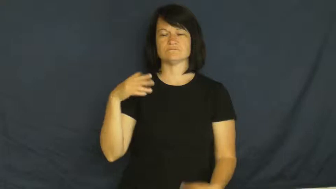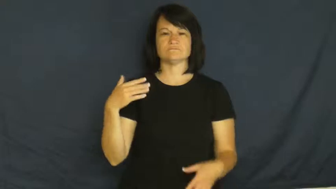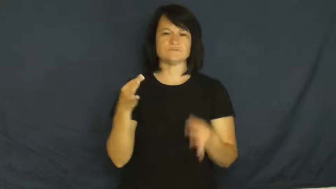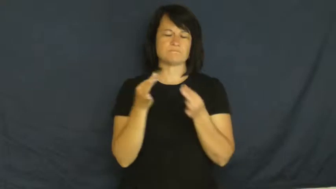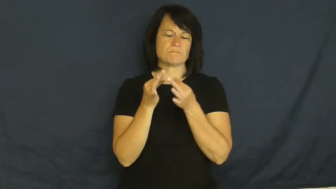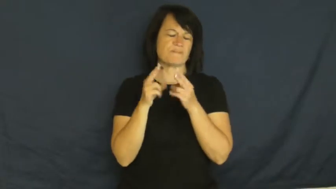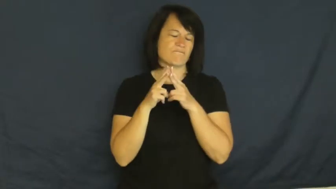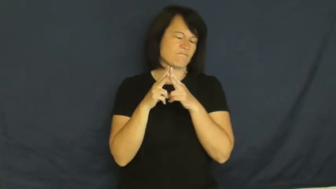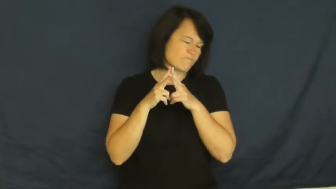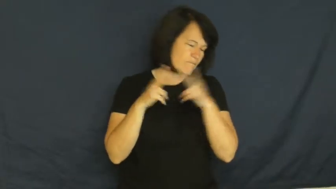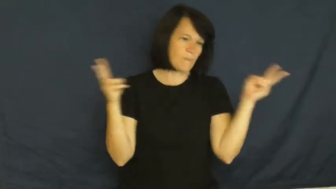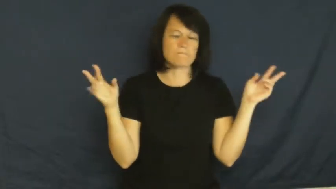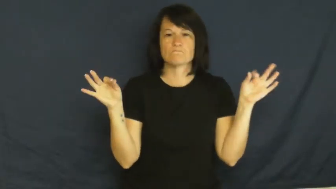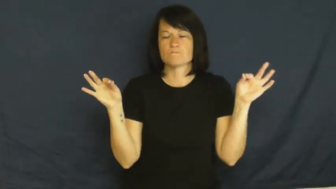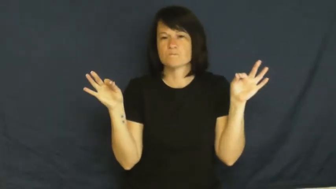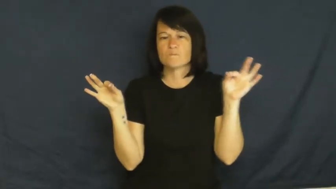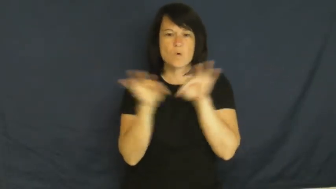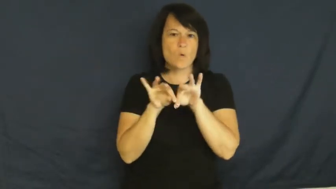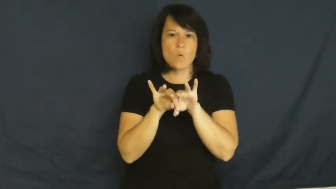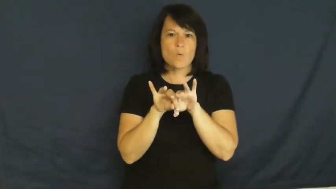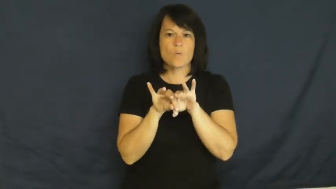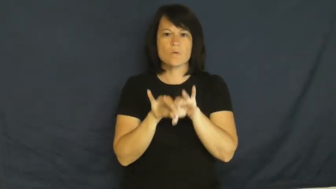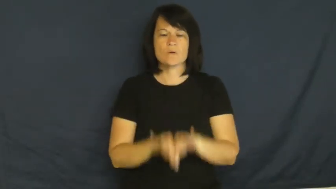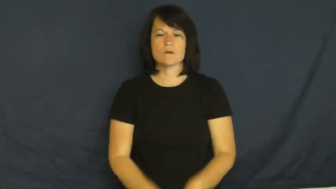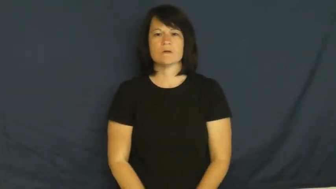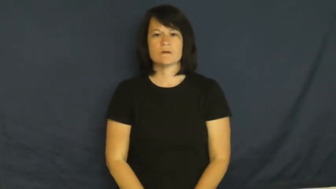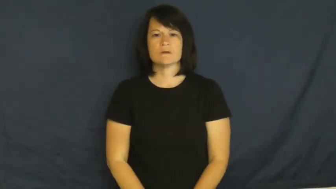major,critical,cardinal,epochal,marquee,momentous,significant-important